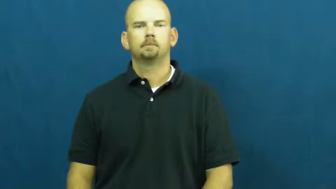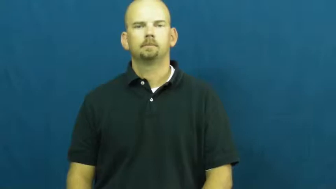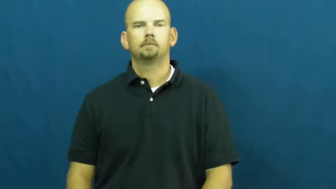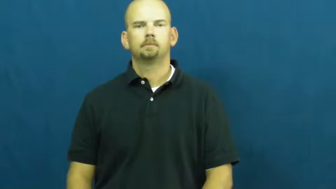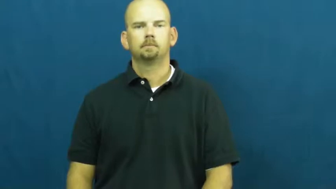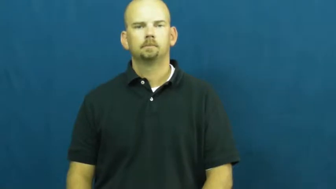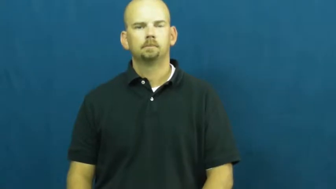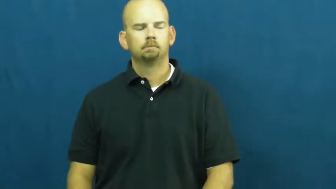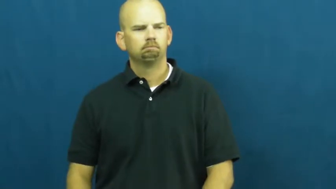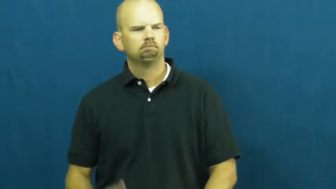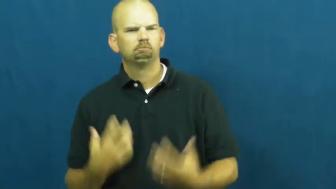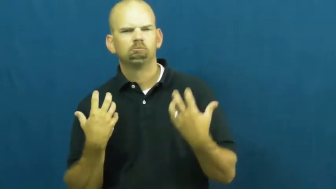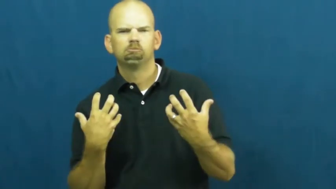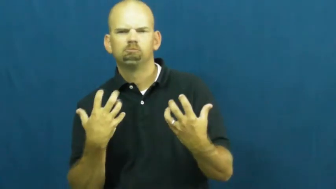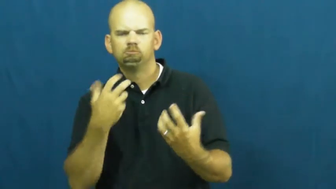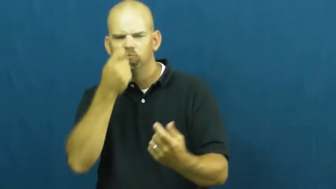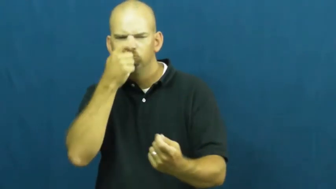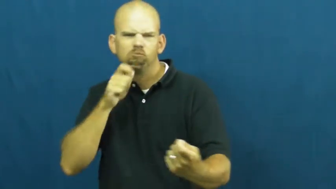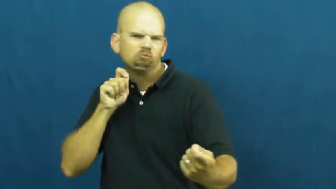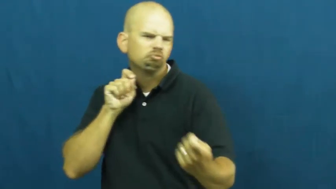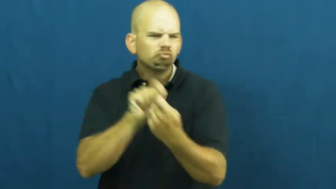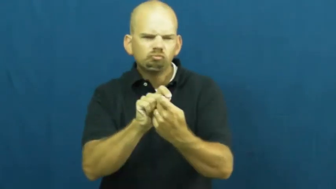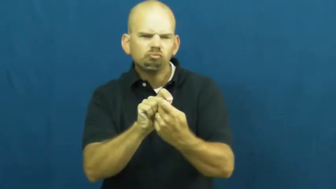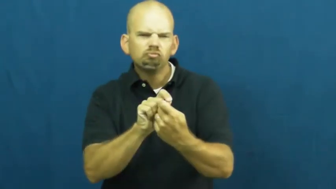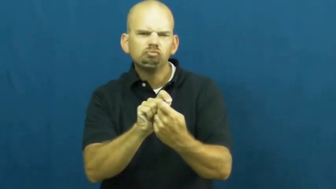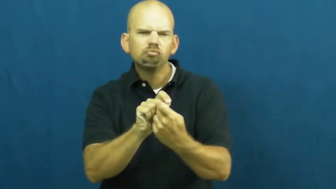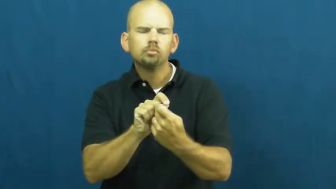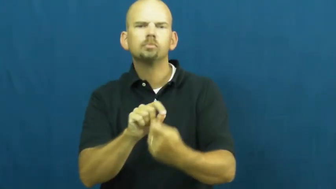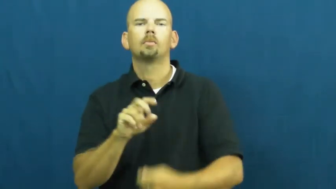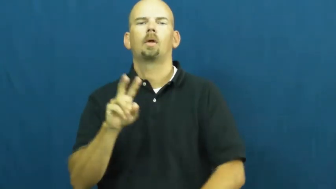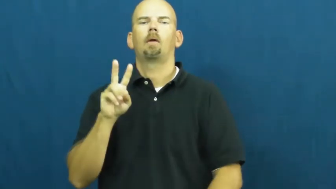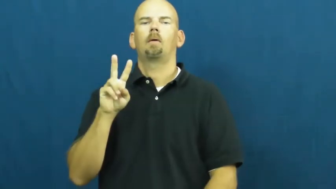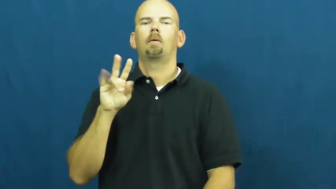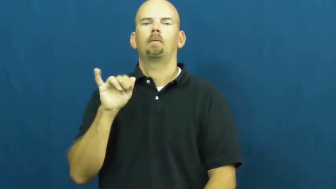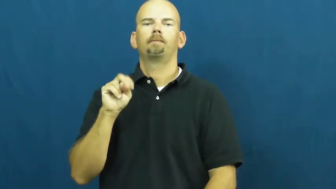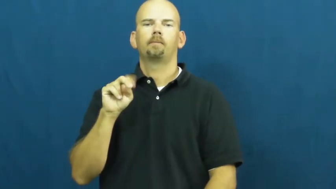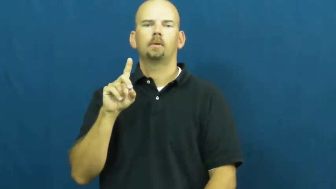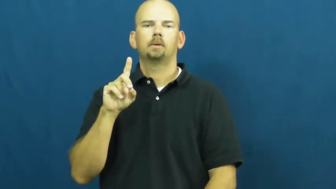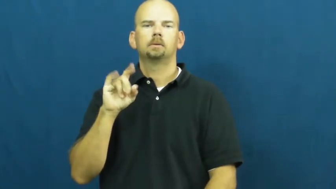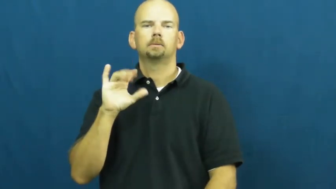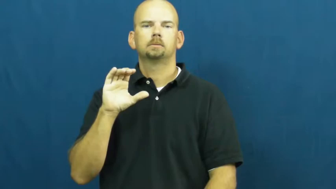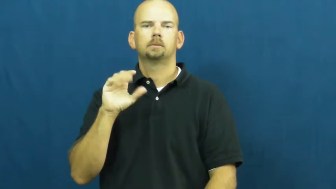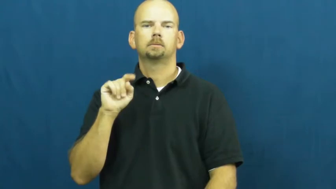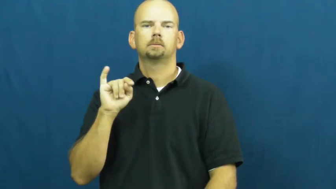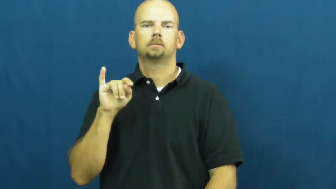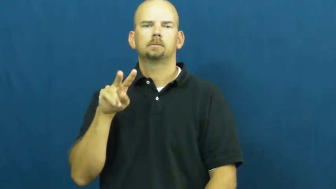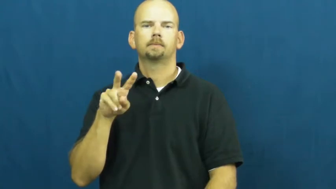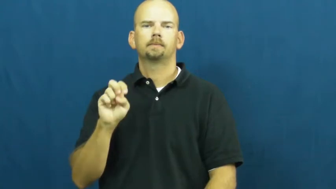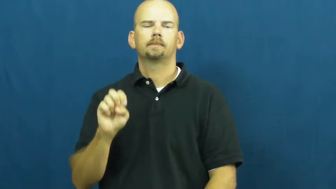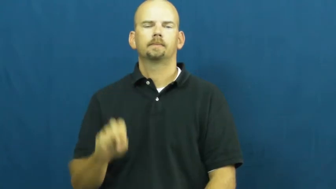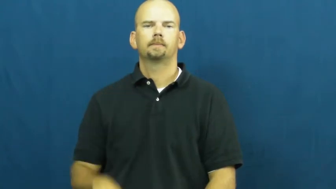vindicitive